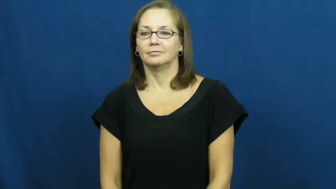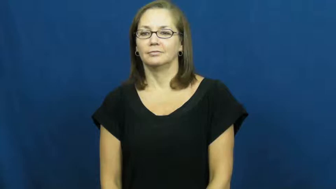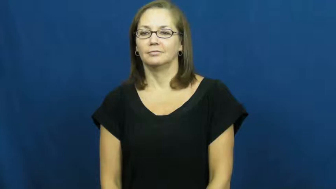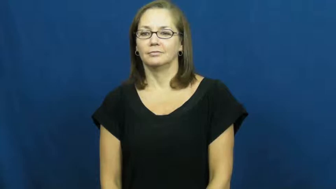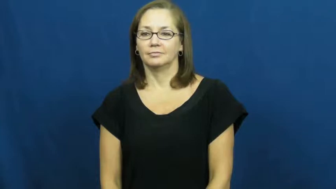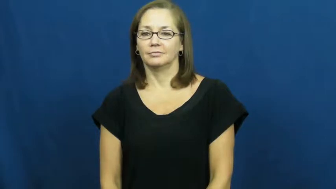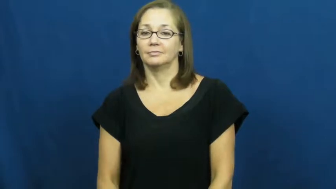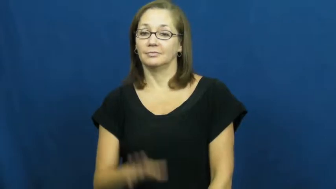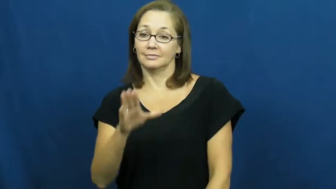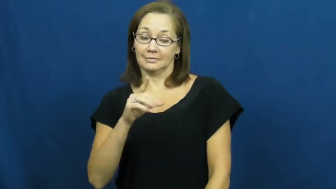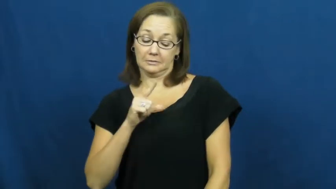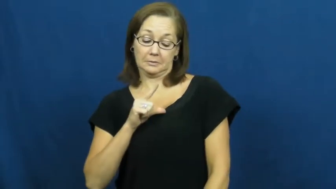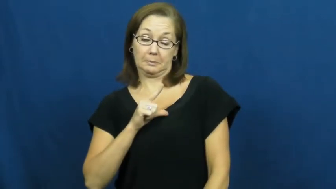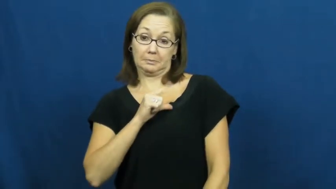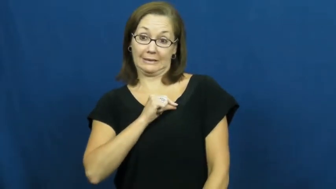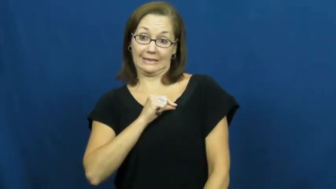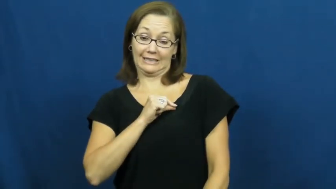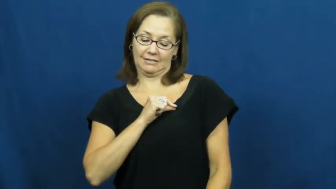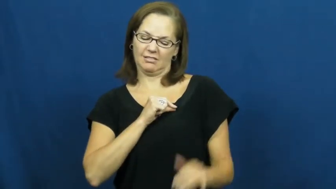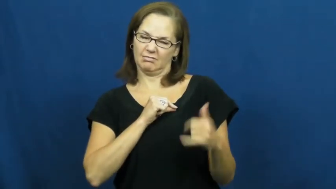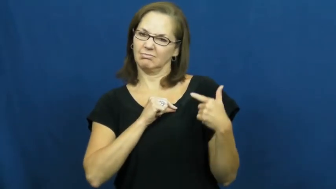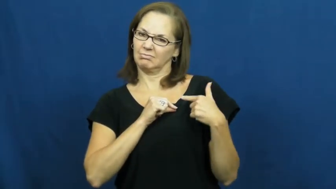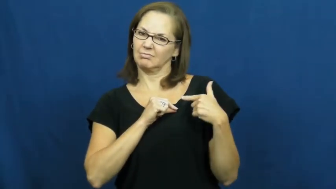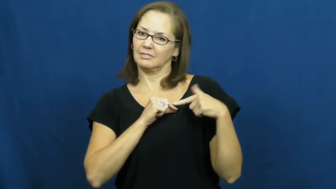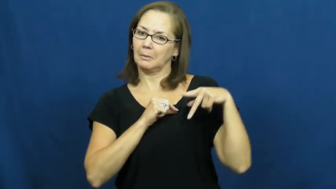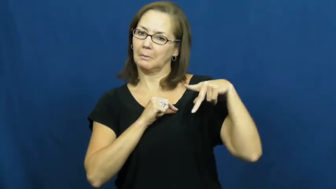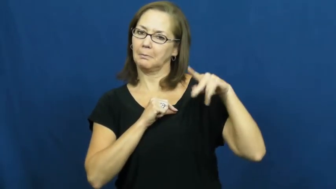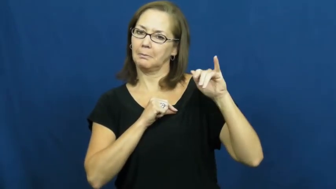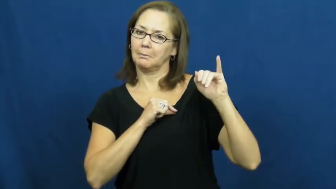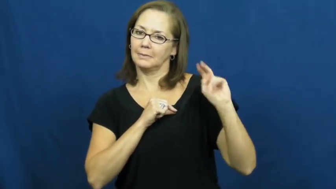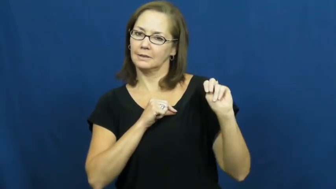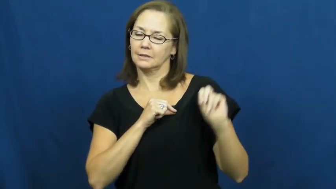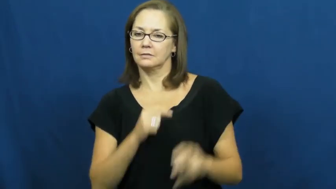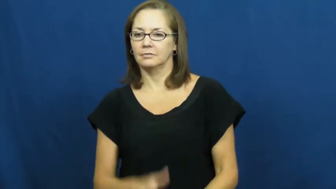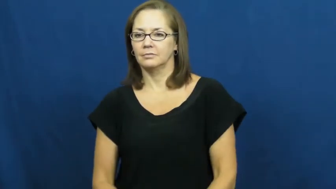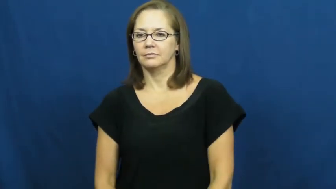pin,brooch,broach,decoration